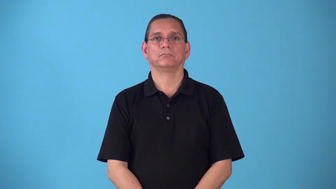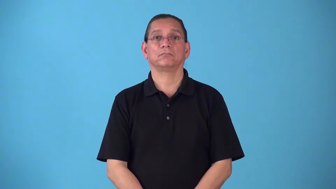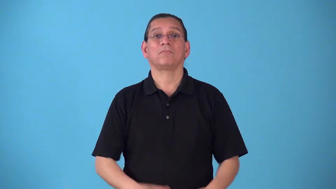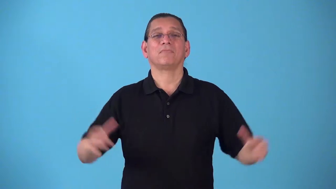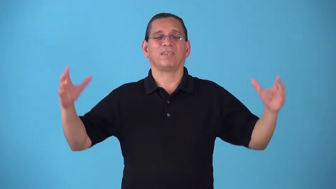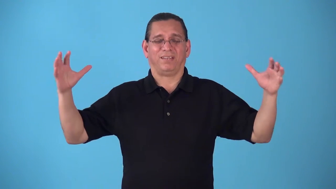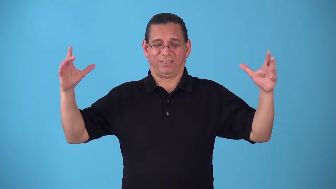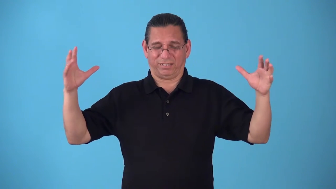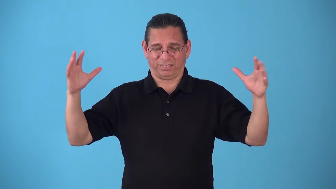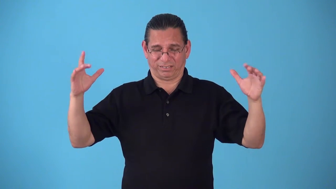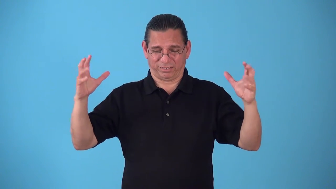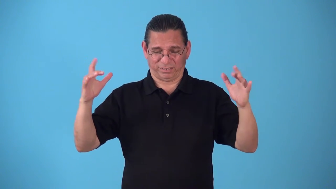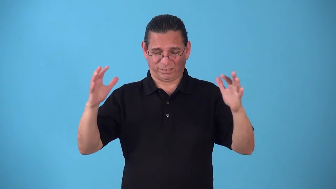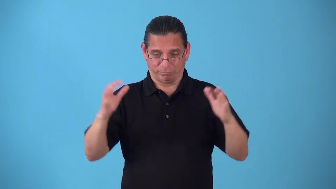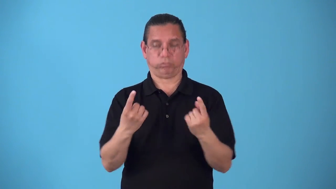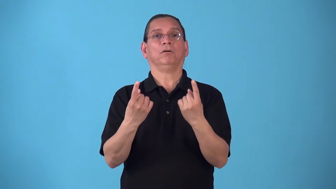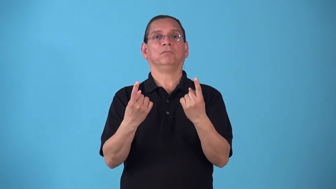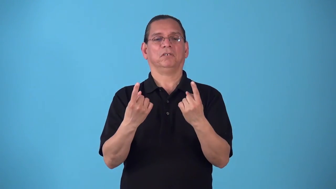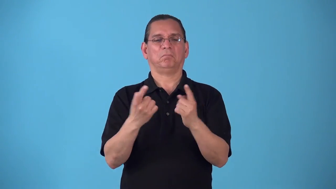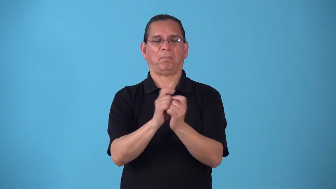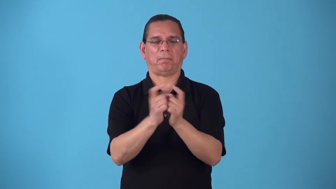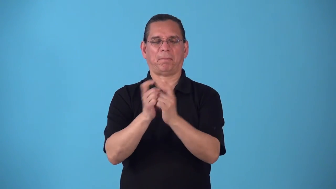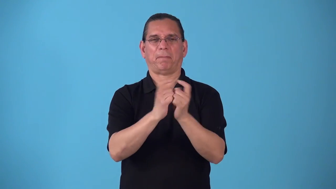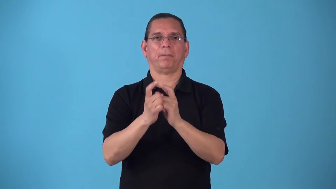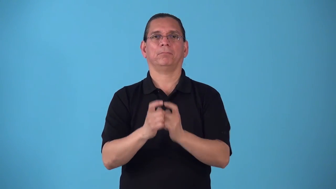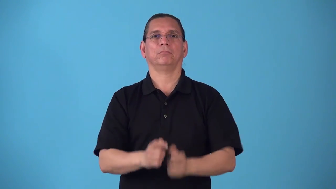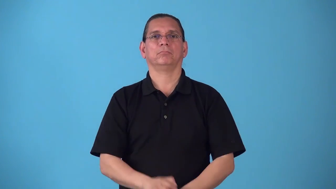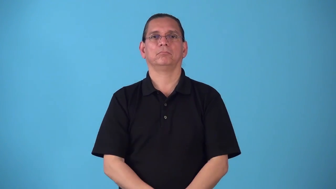showdown